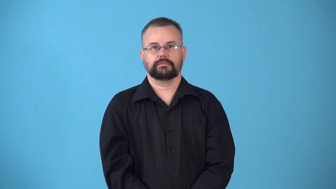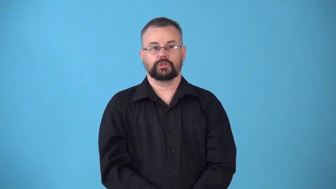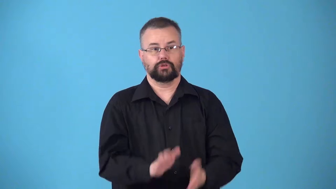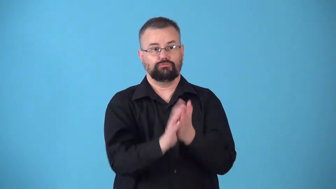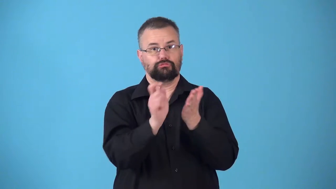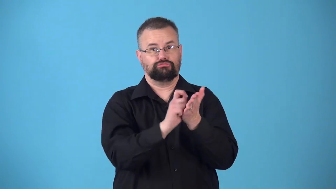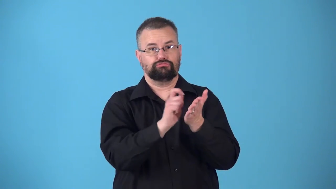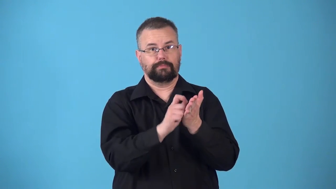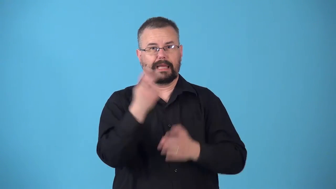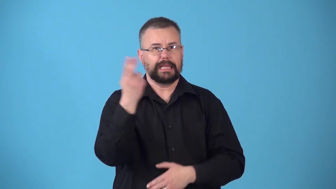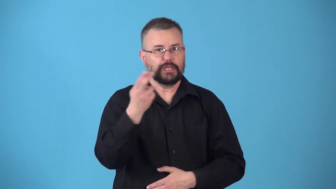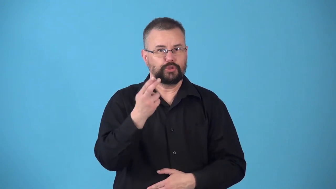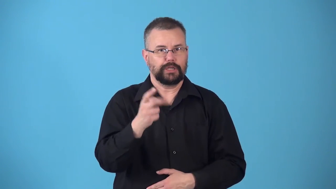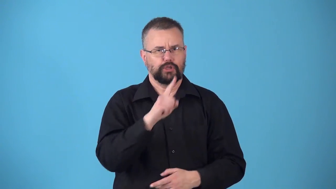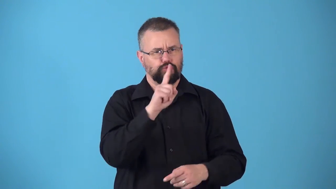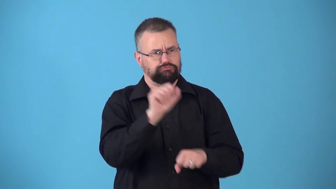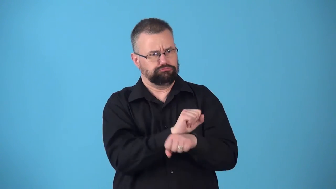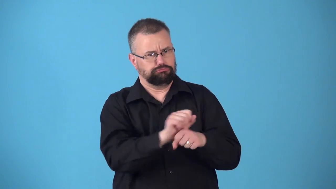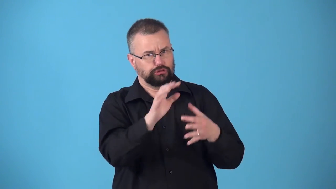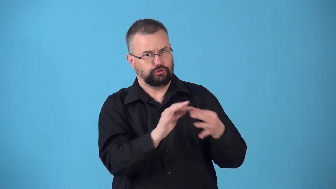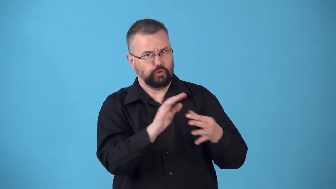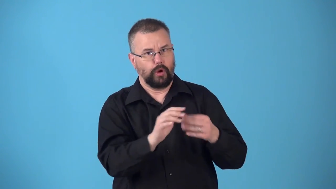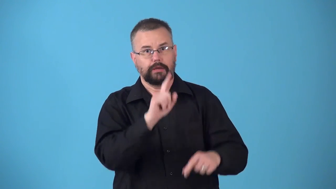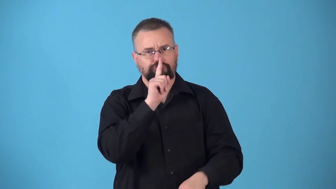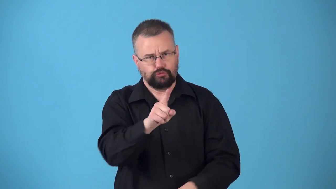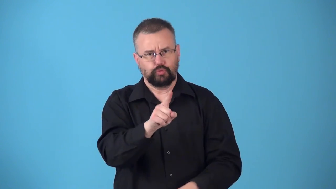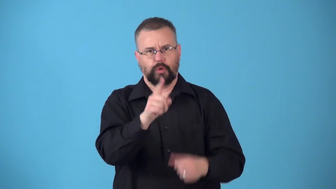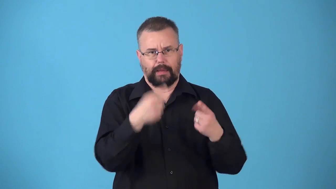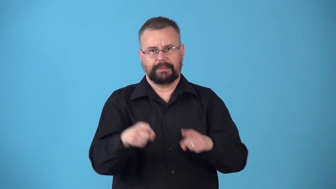nonfiction